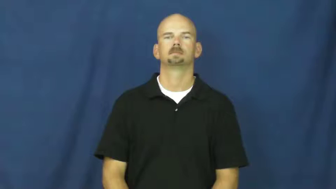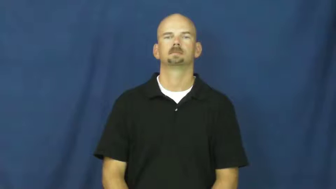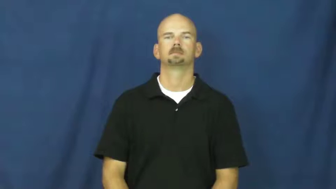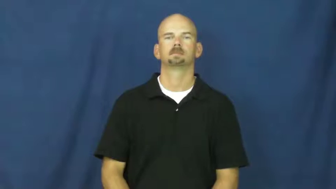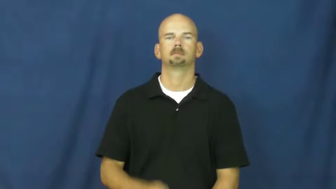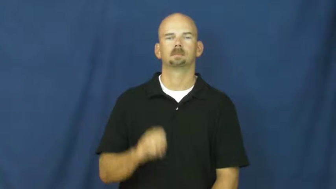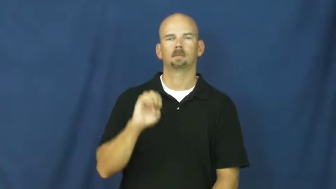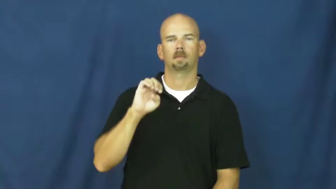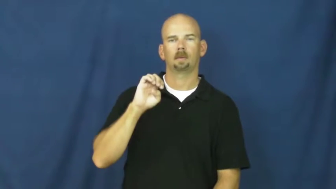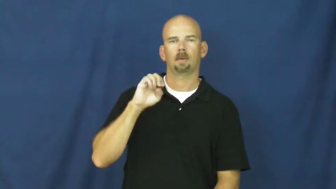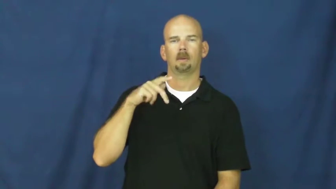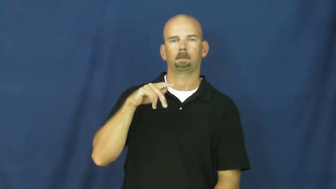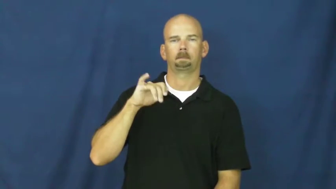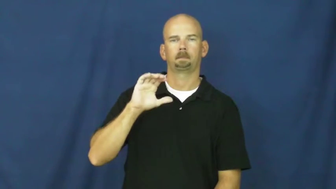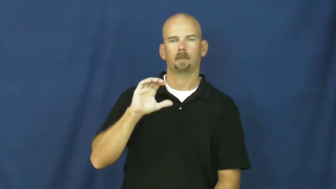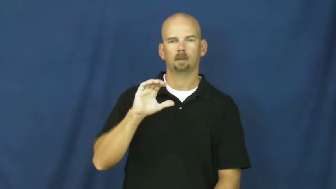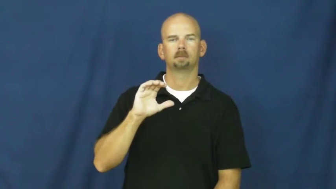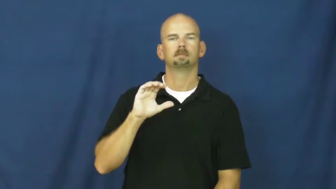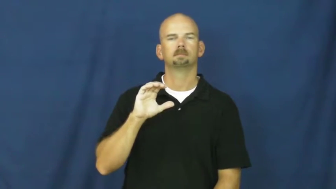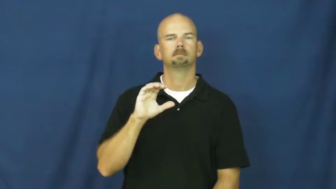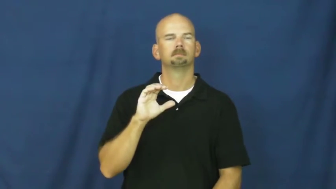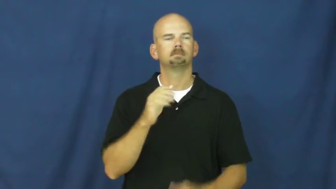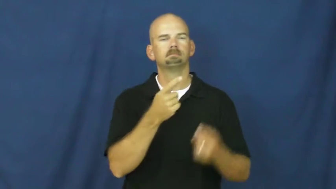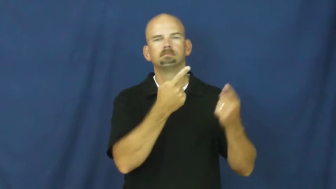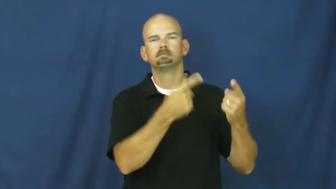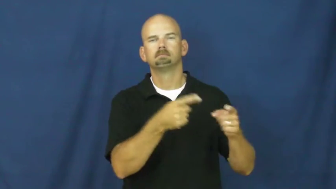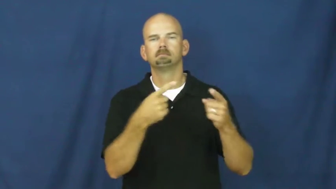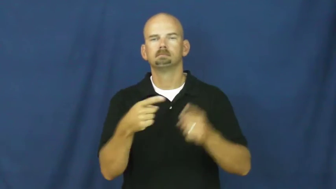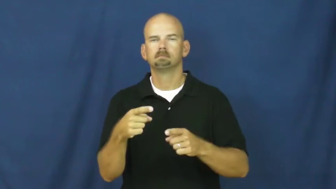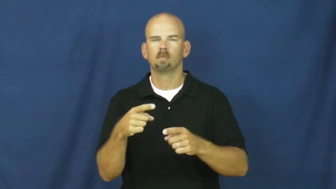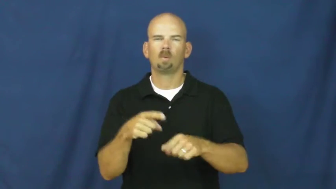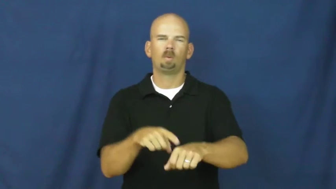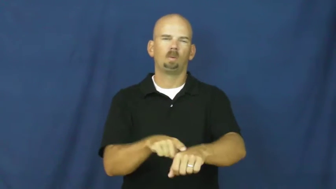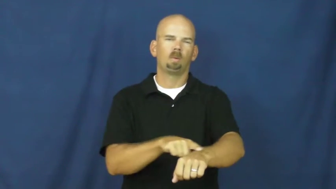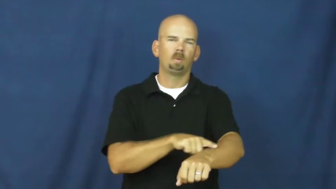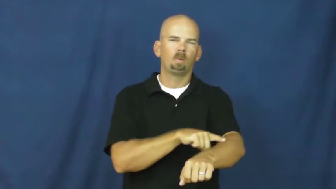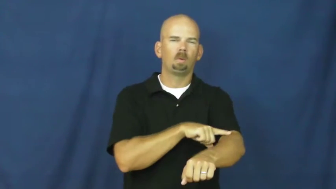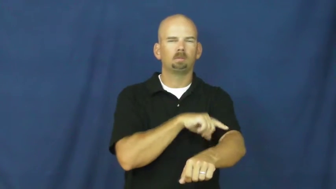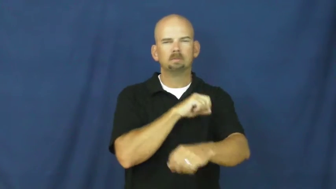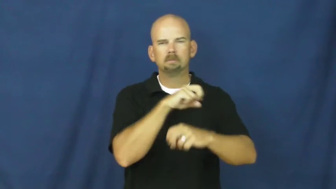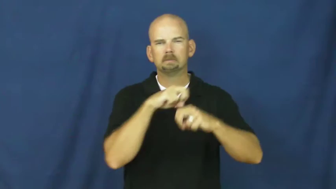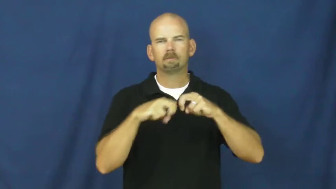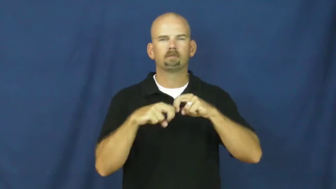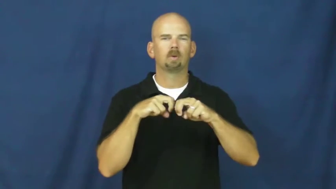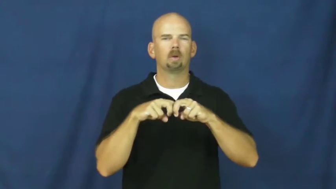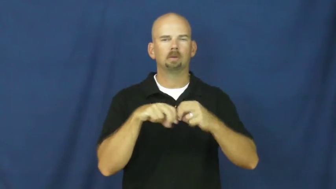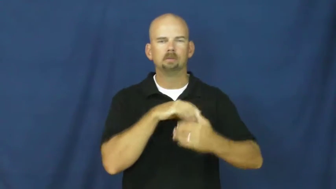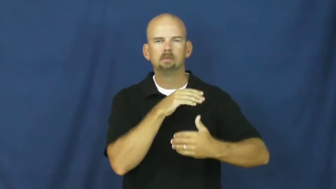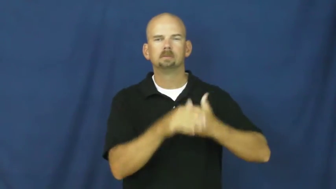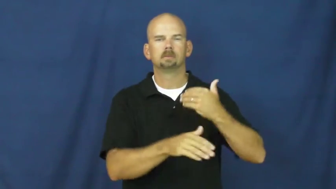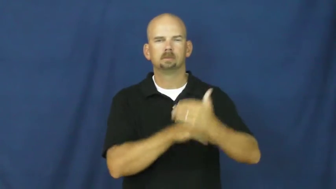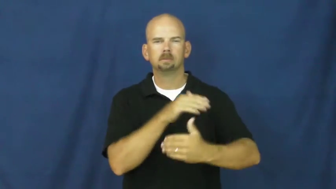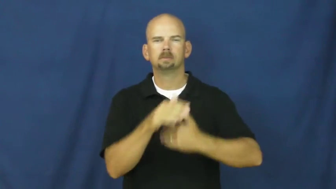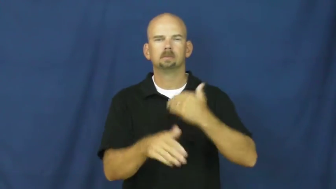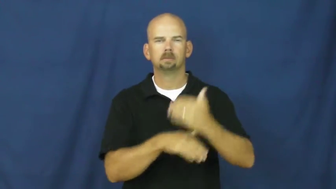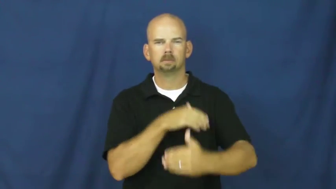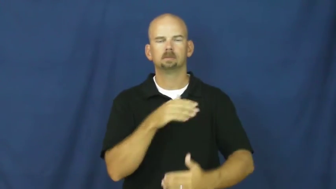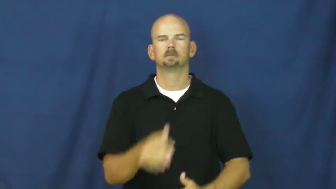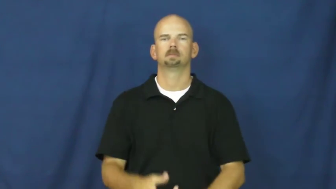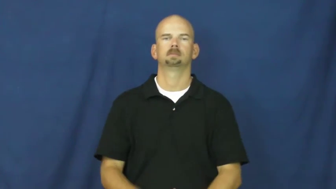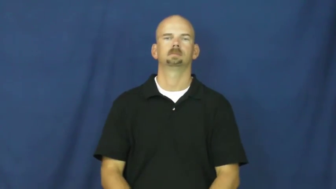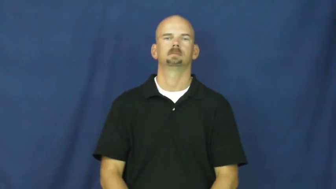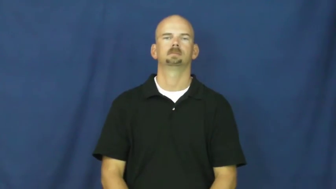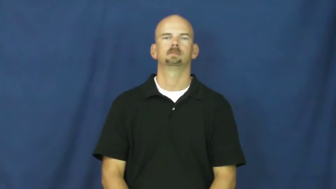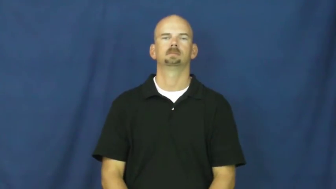epic-long event